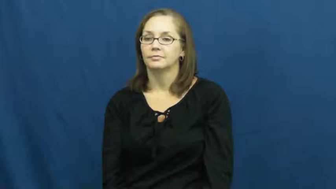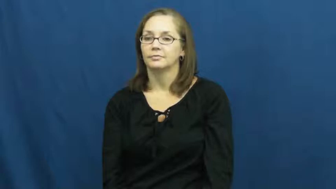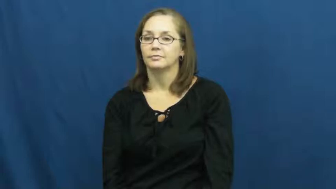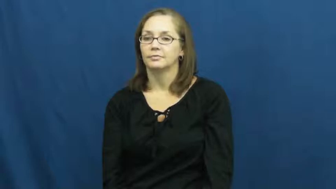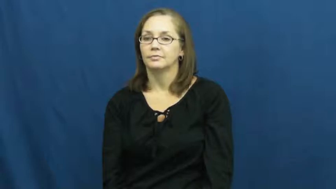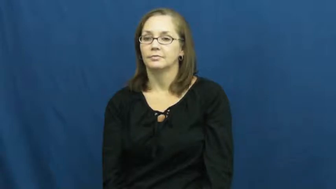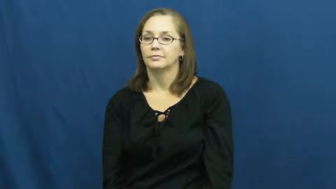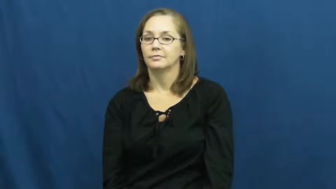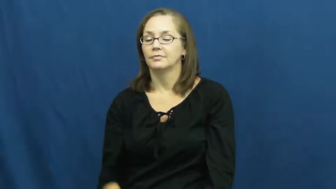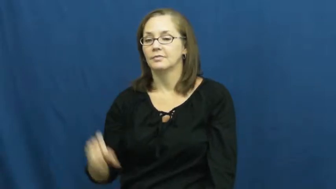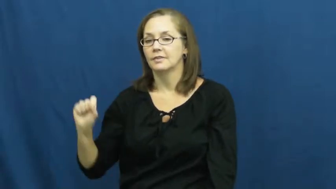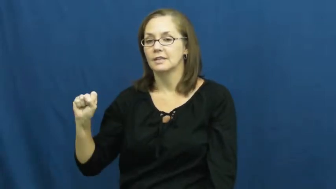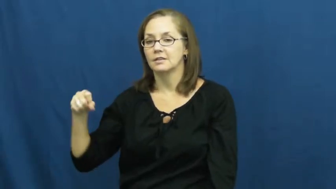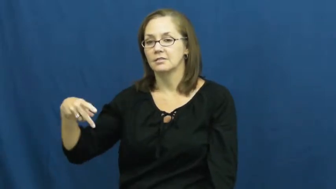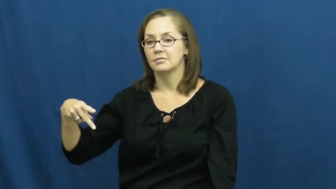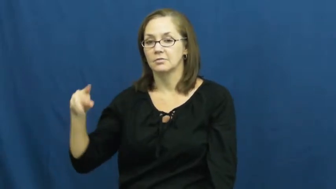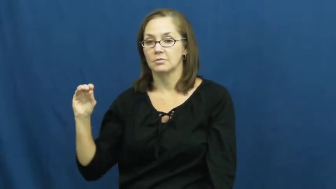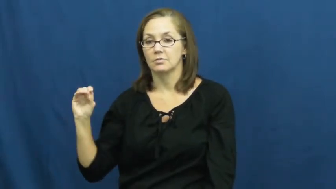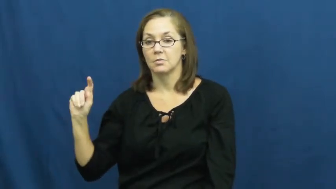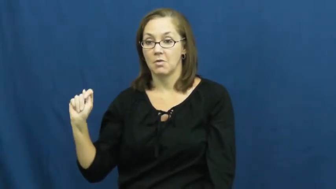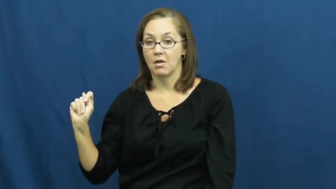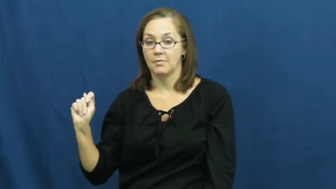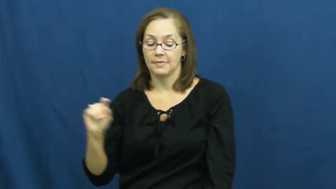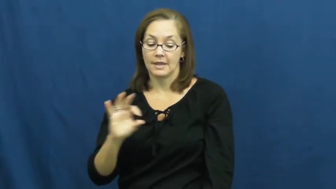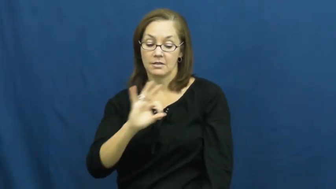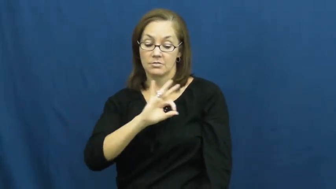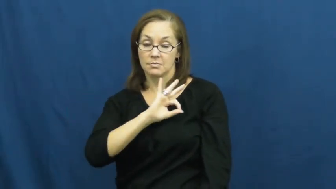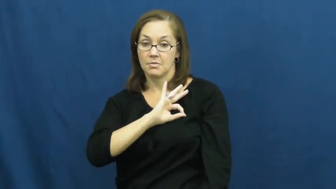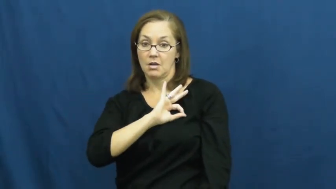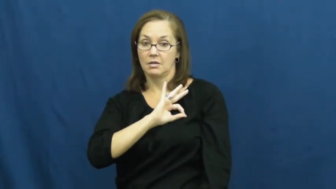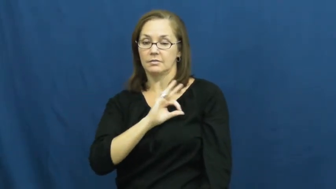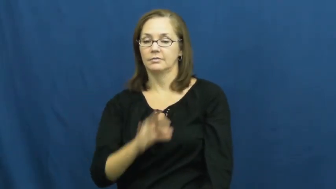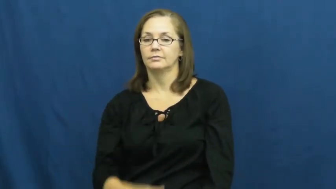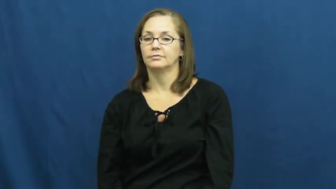spot-dot